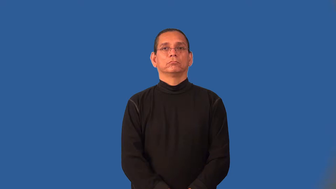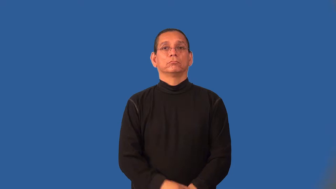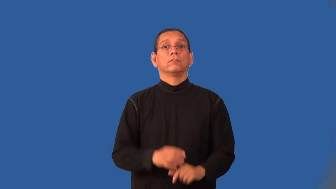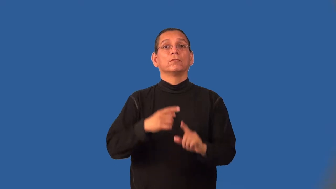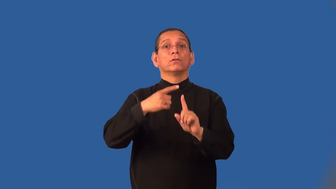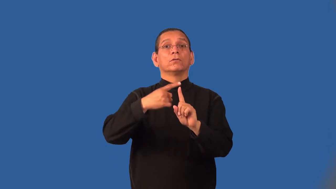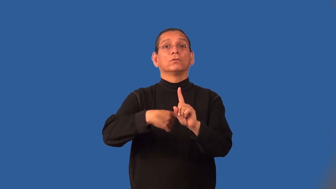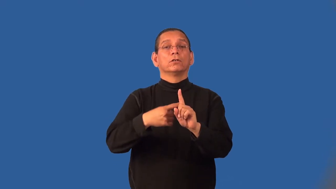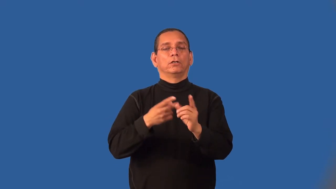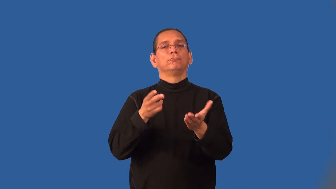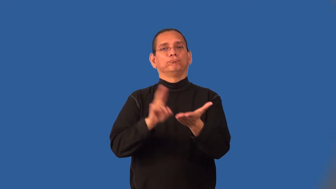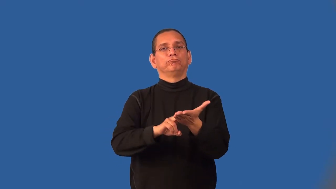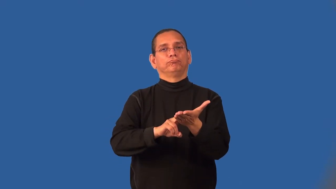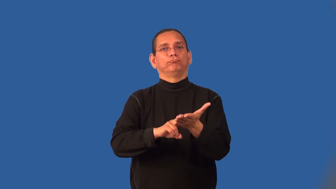lease-contract